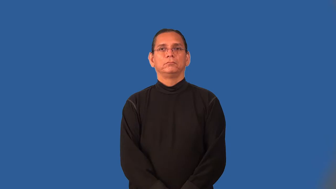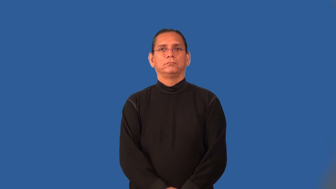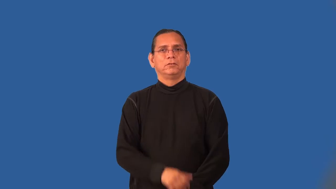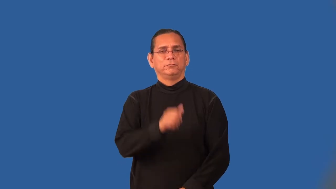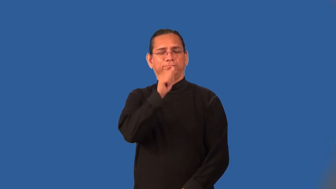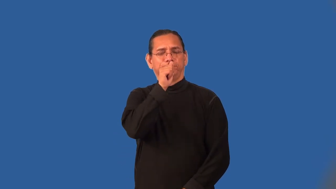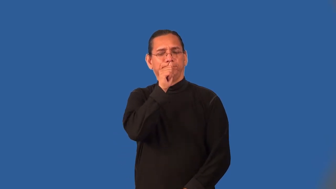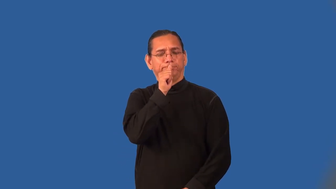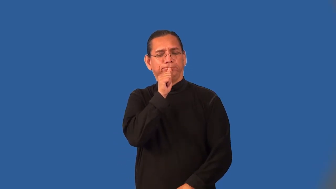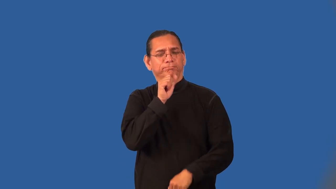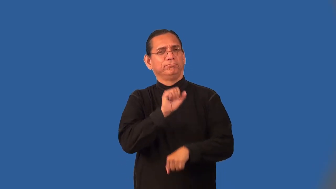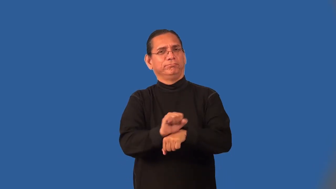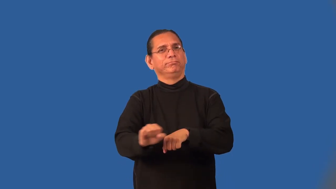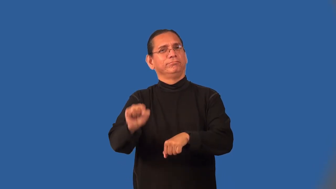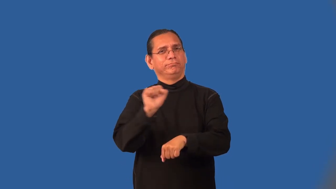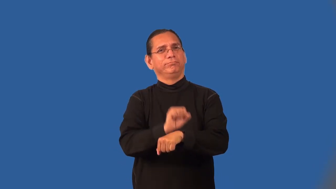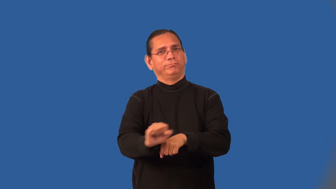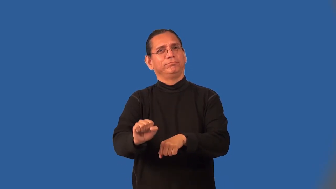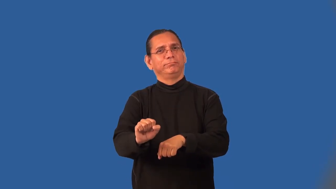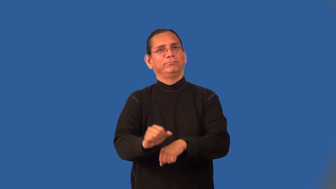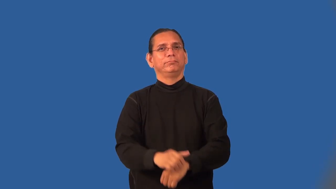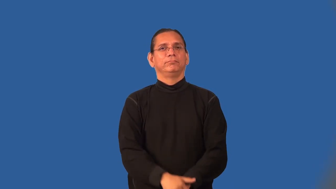onerous